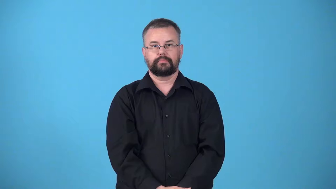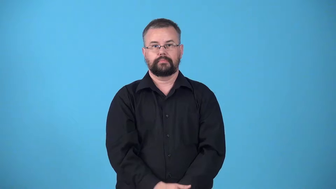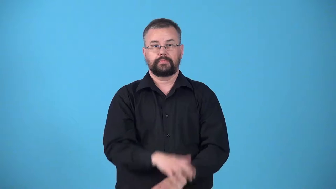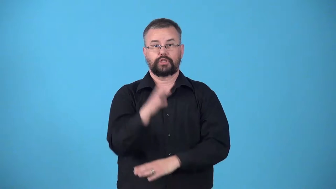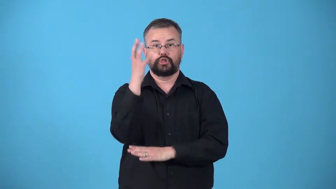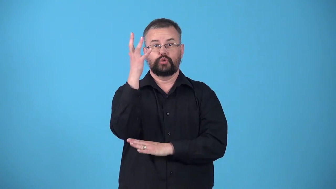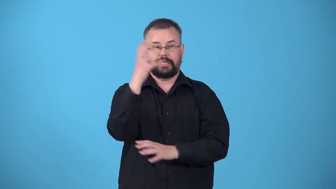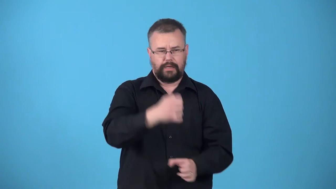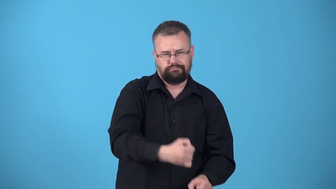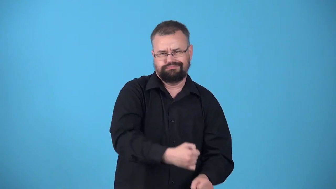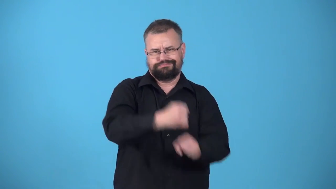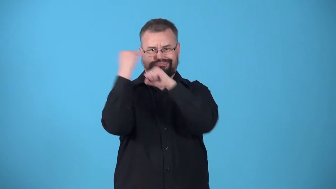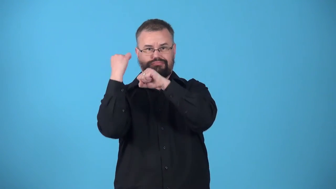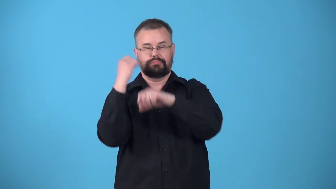uproot-tree